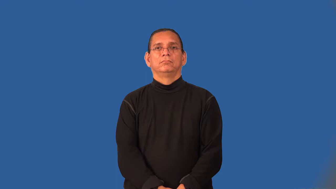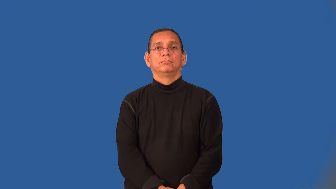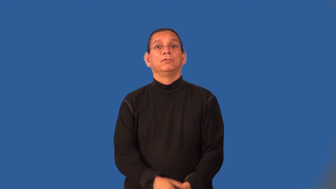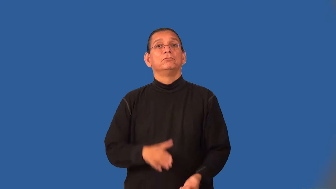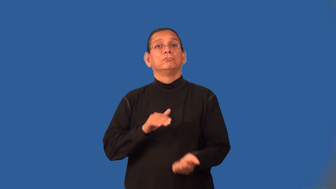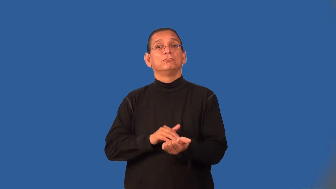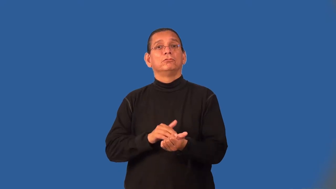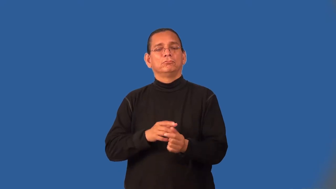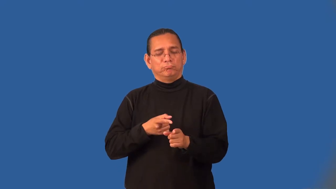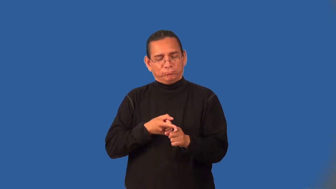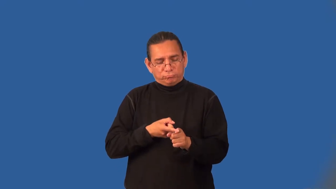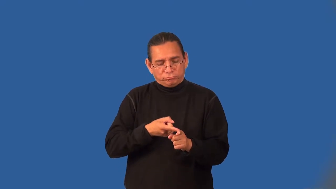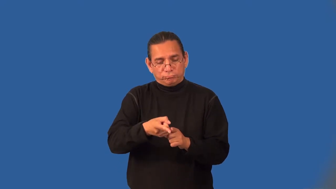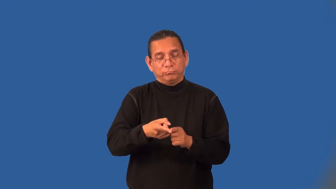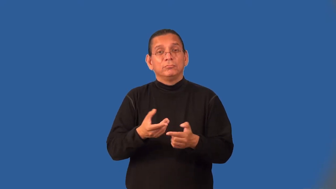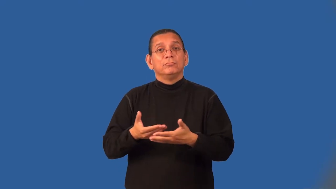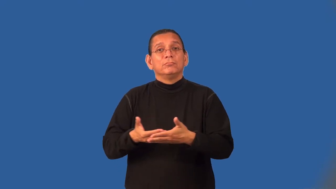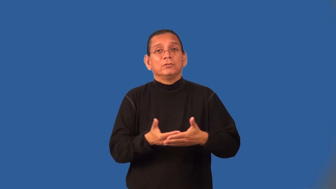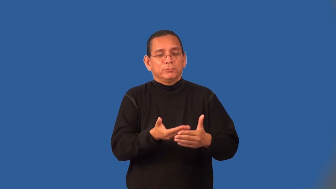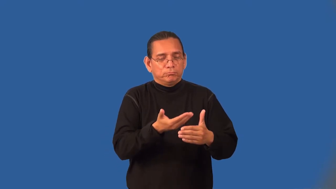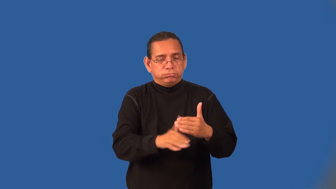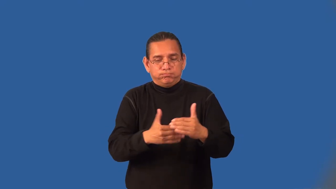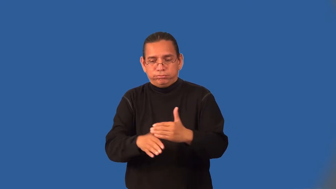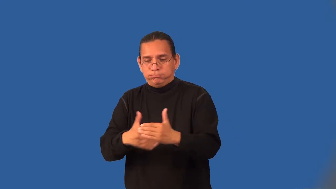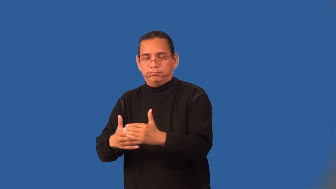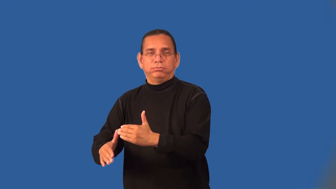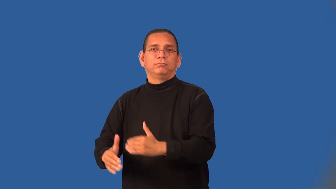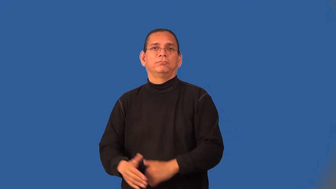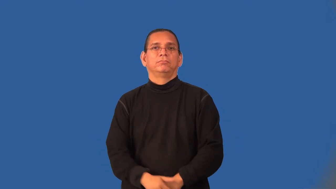obstetrician